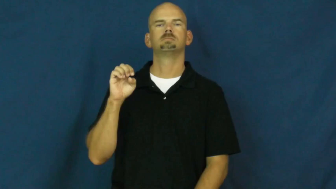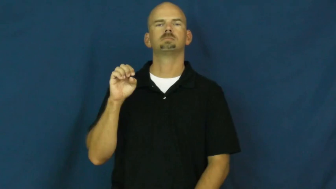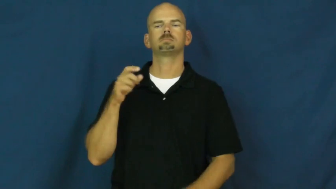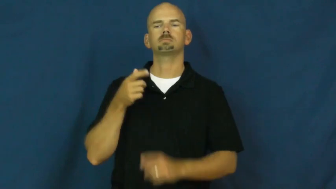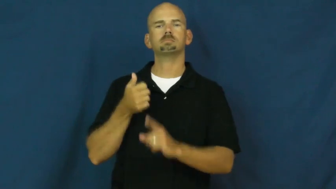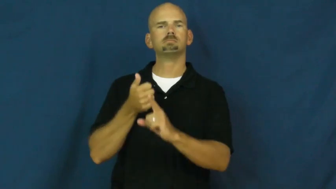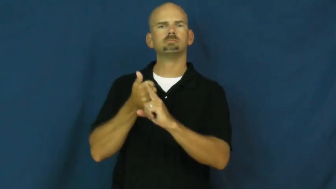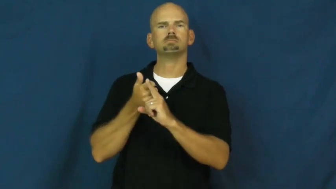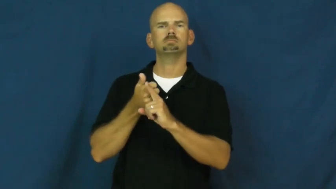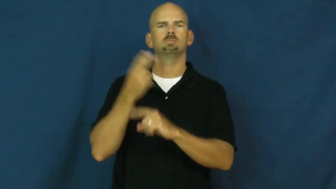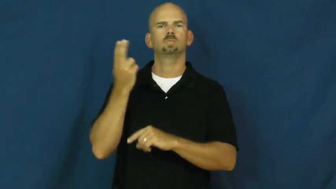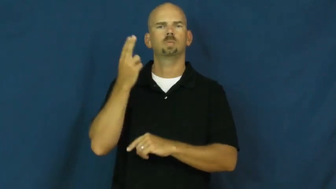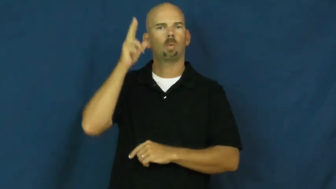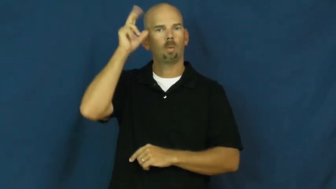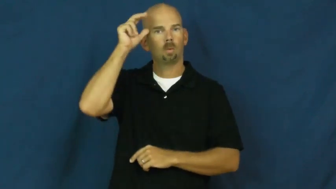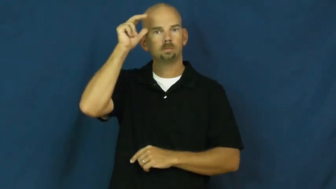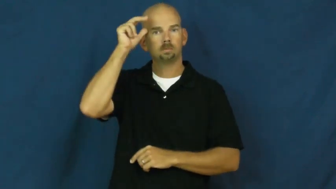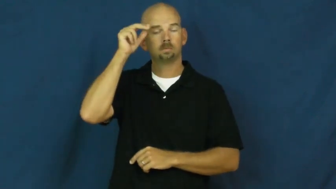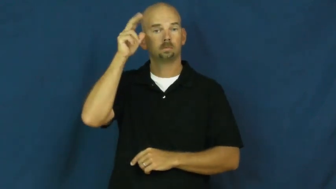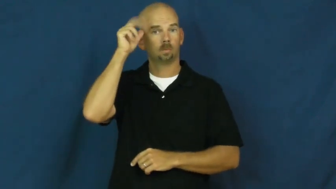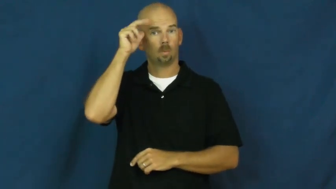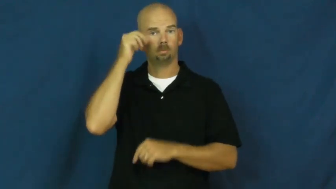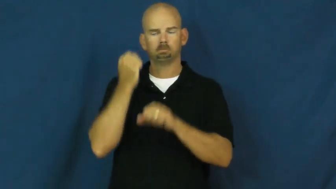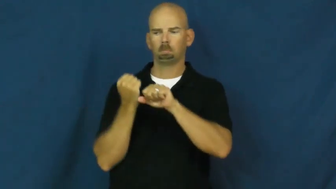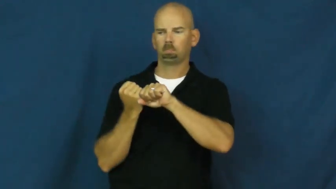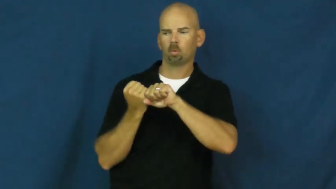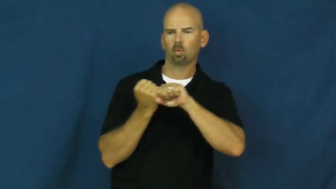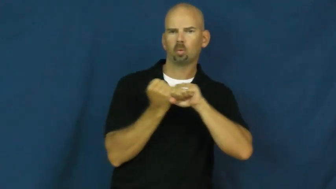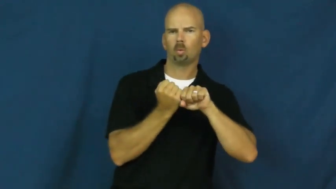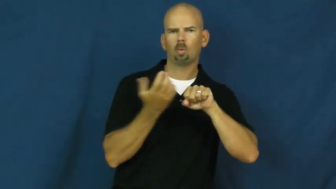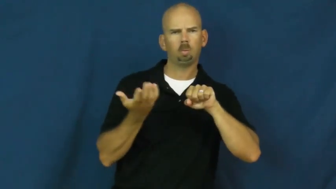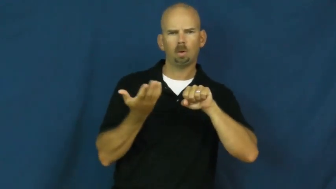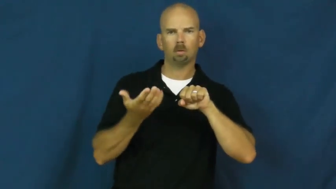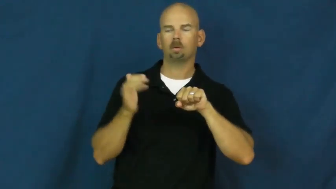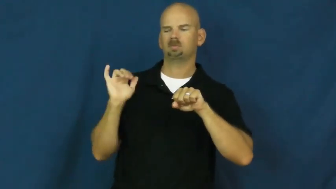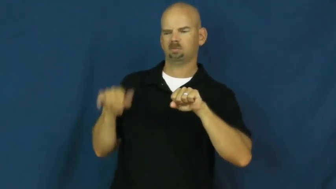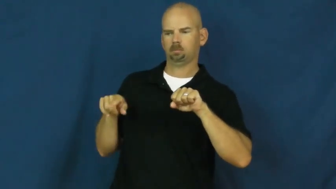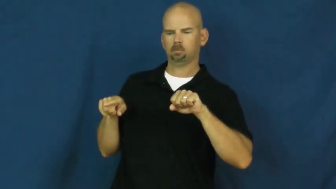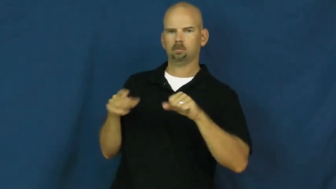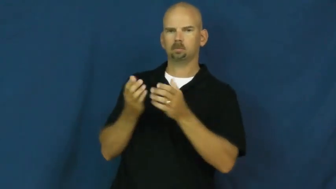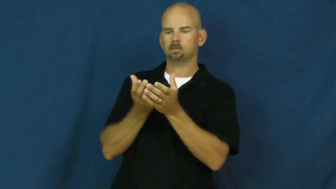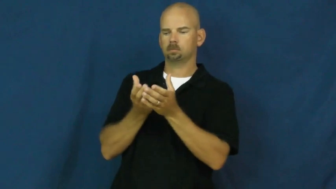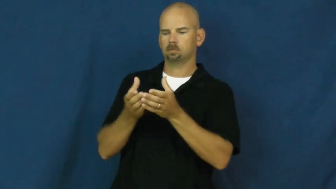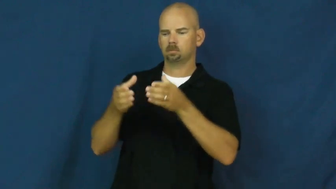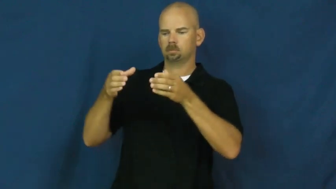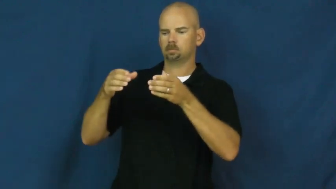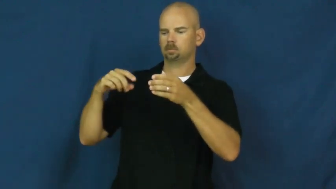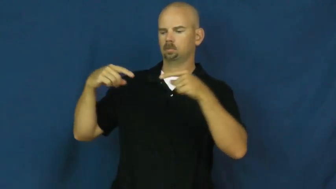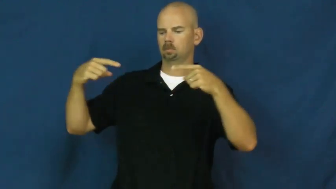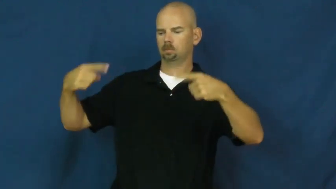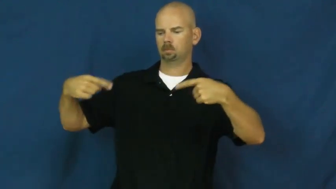chariot